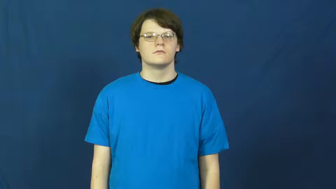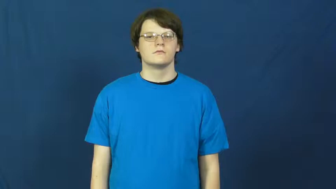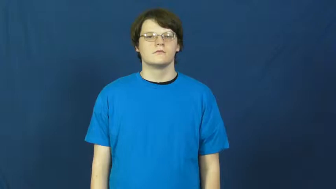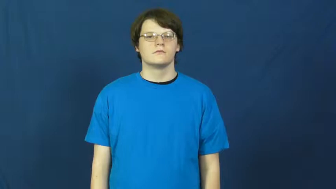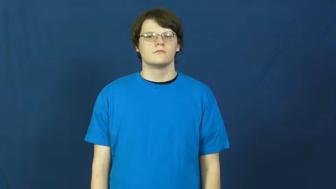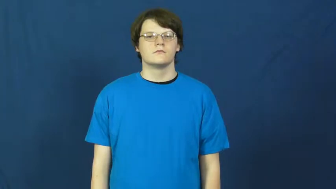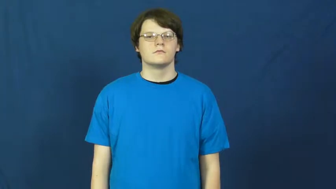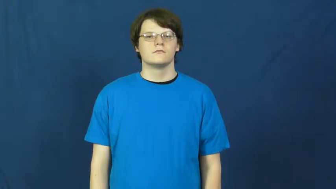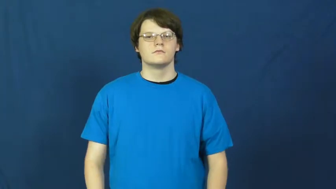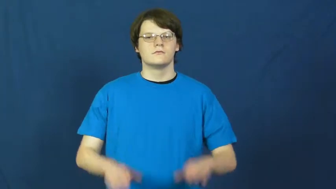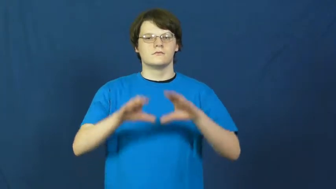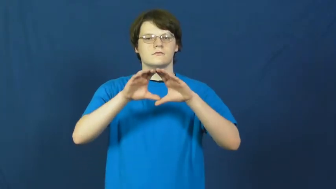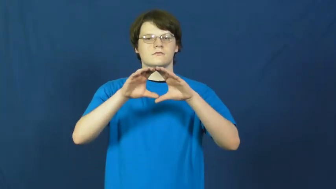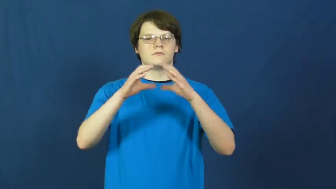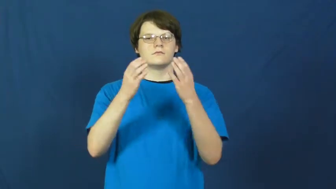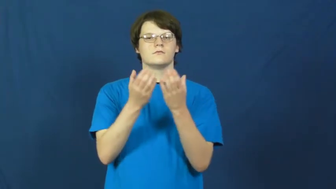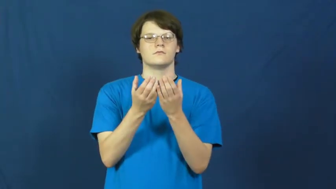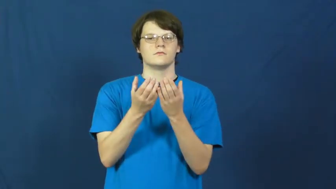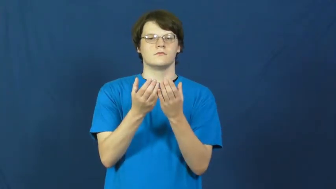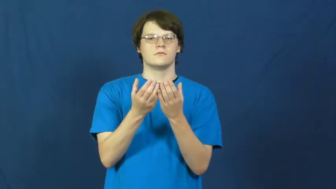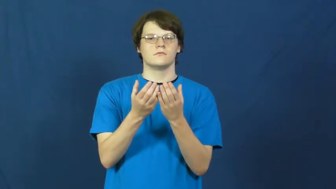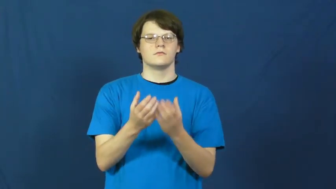flock-group